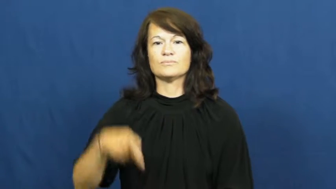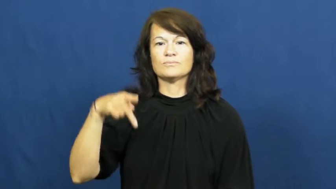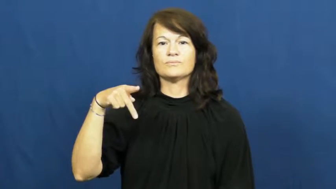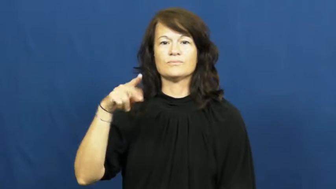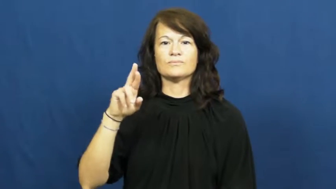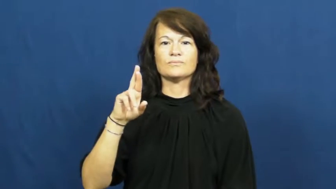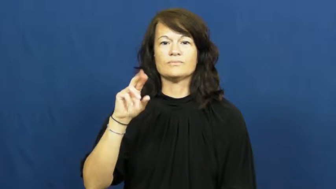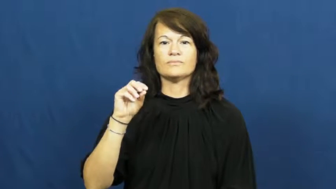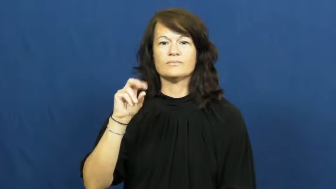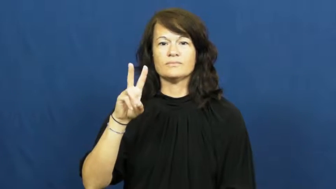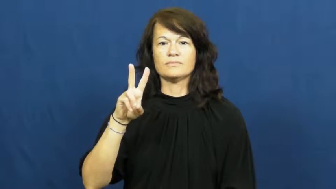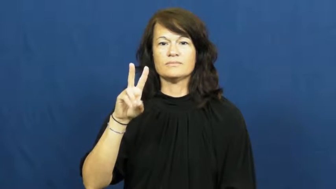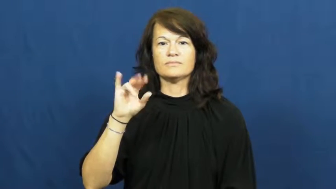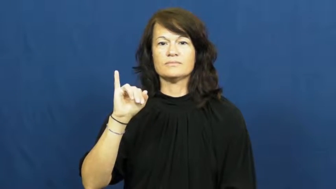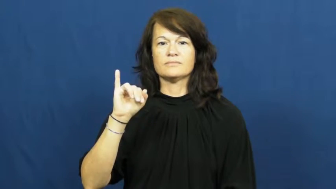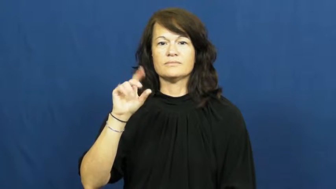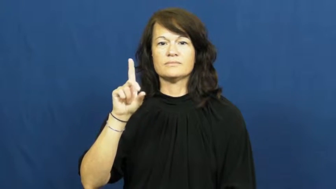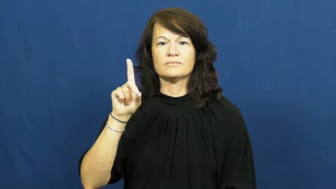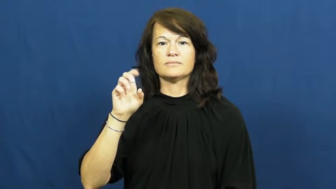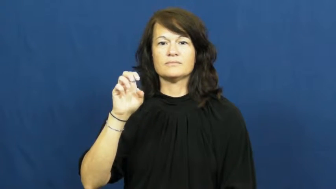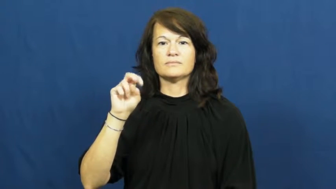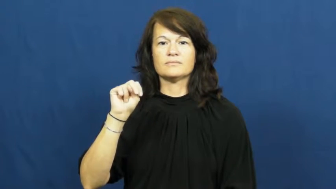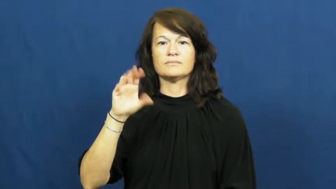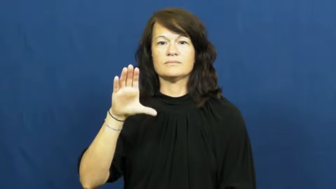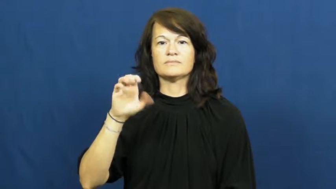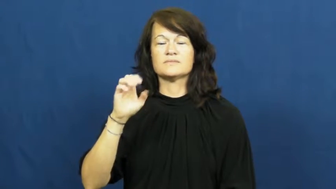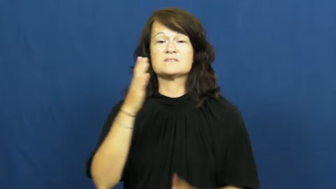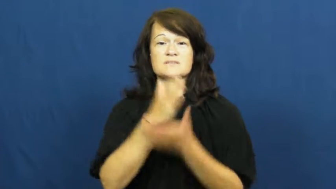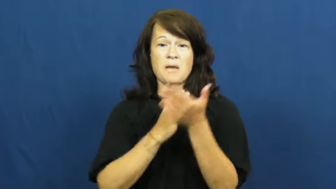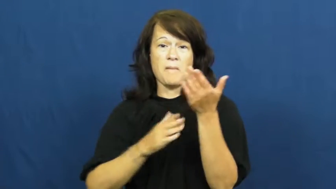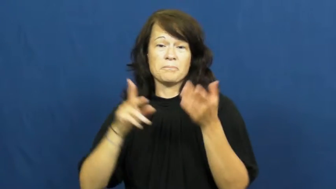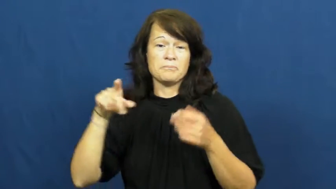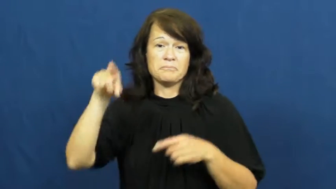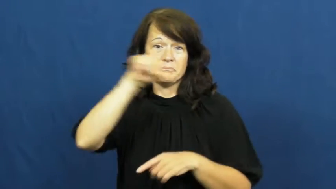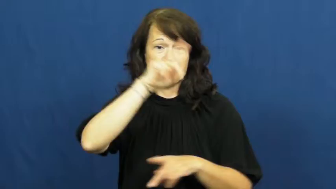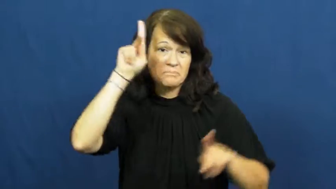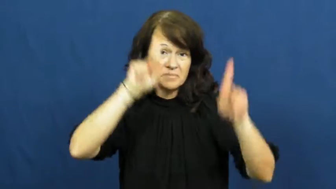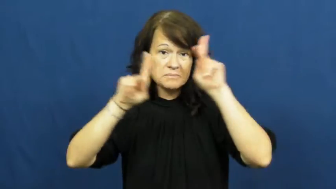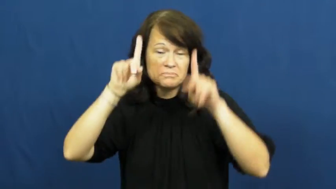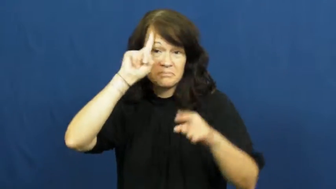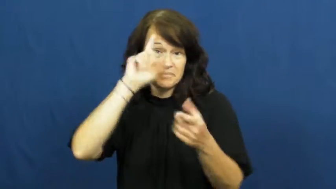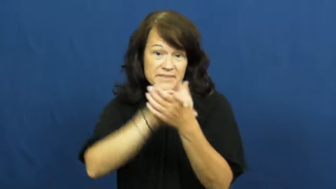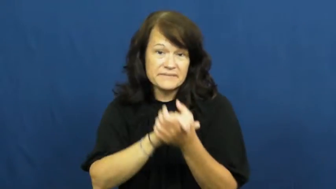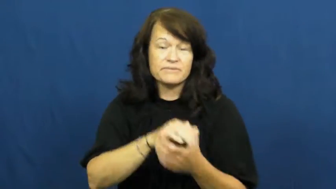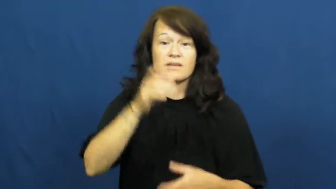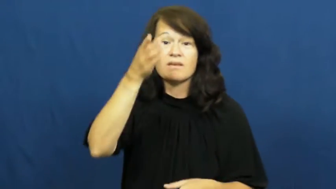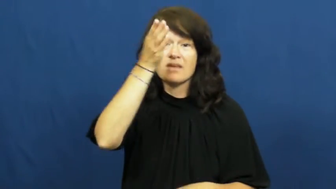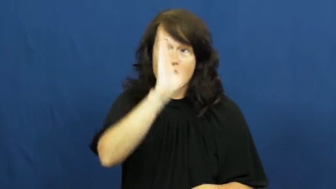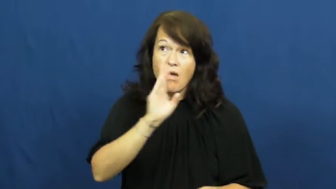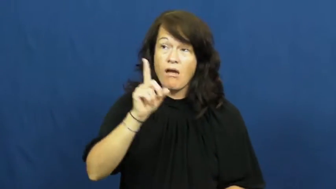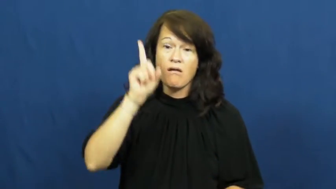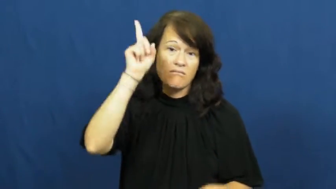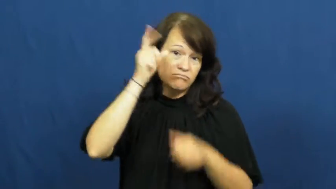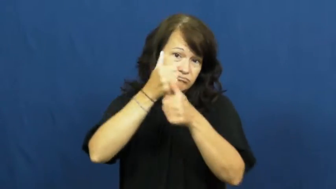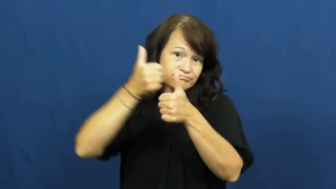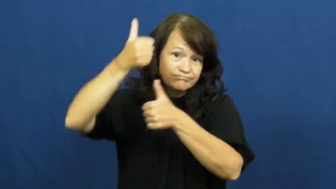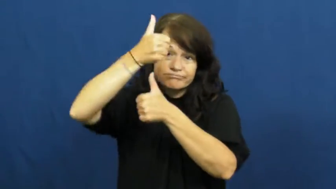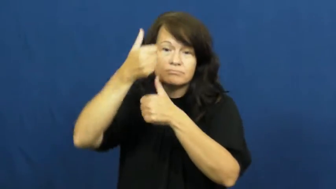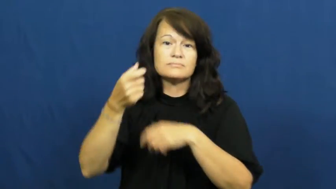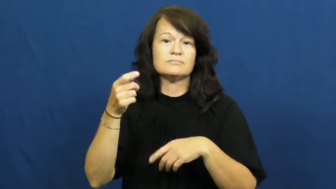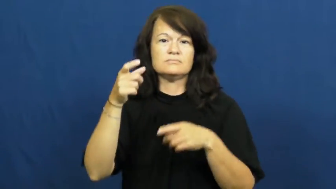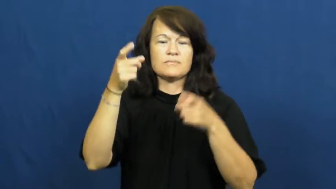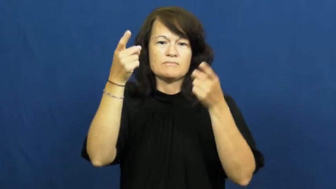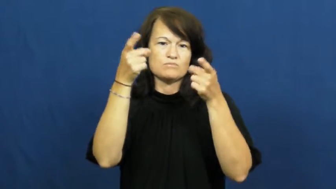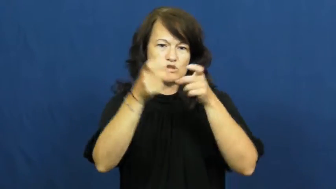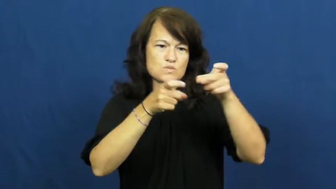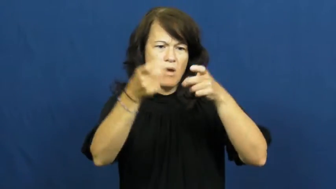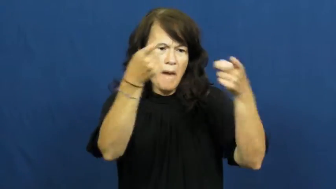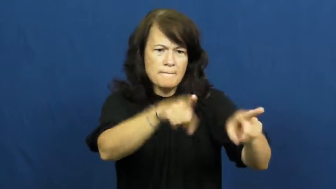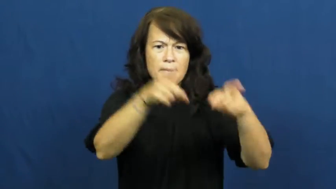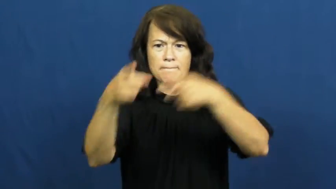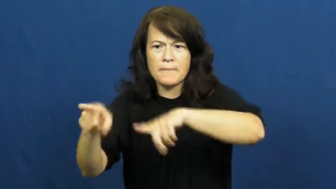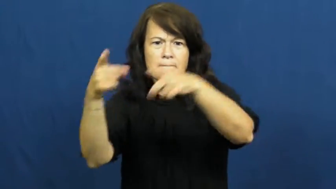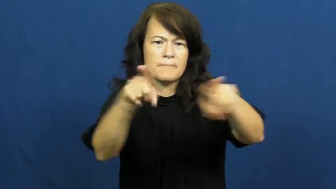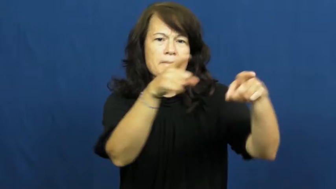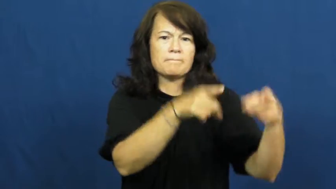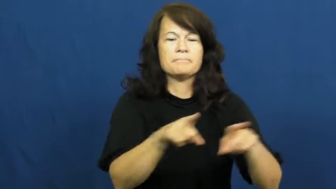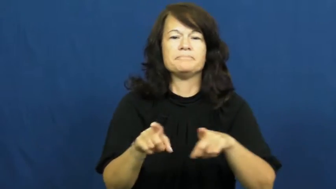providence